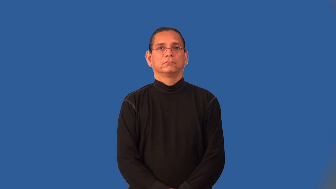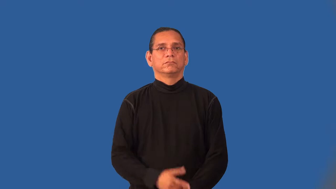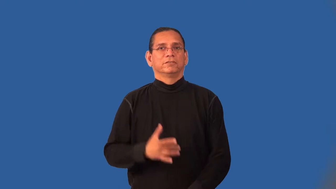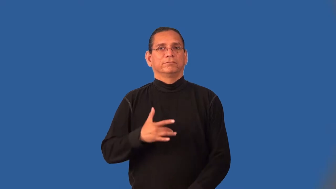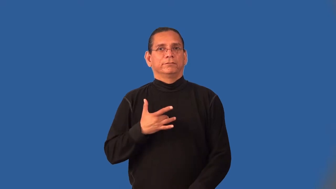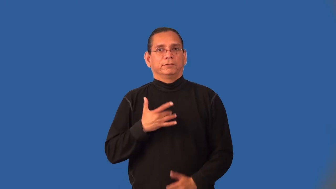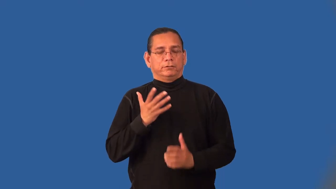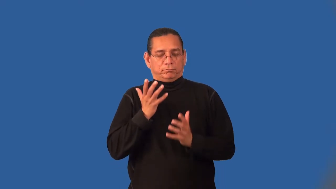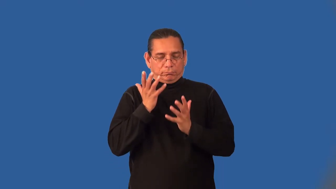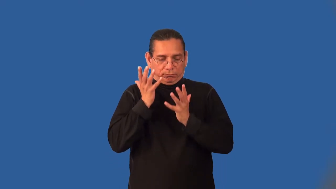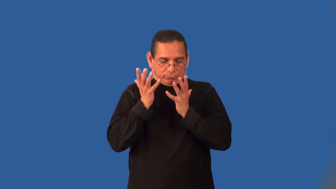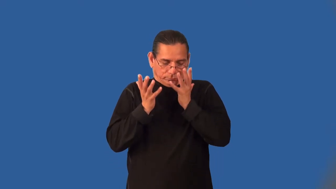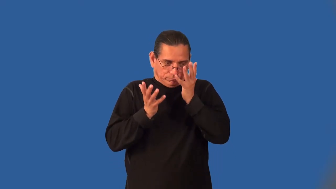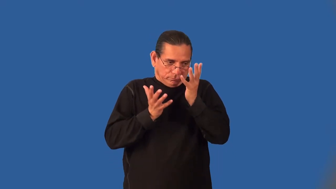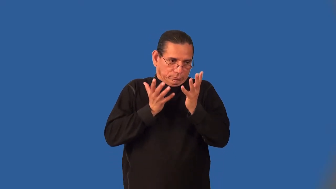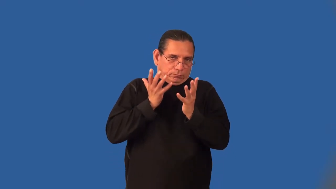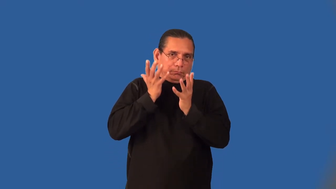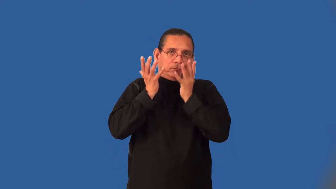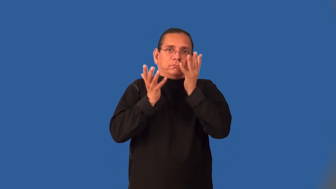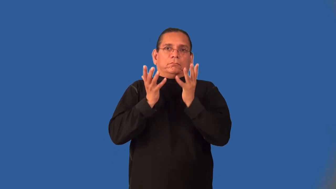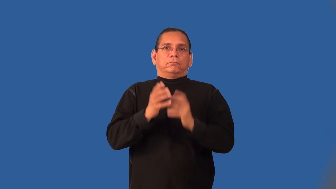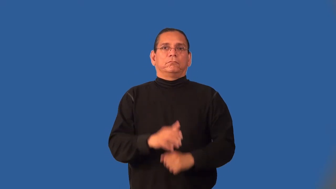indignity